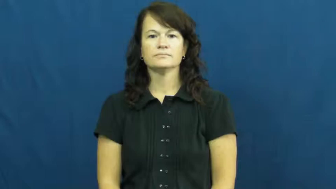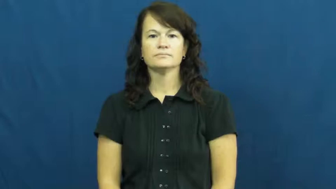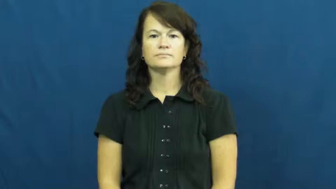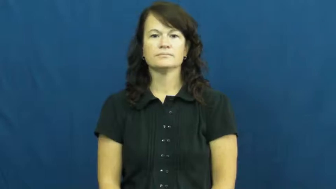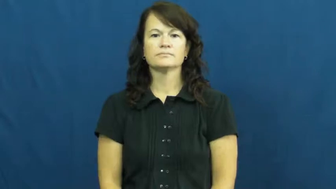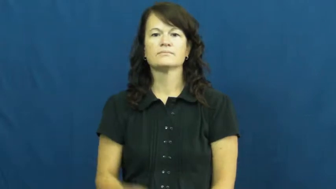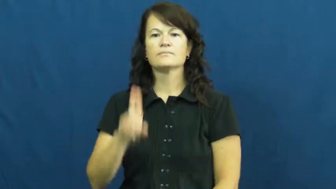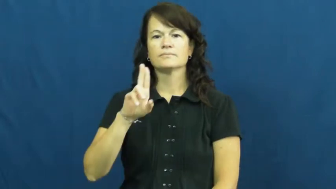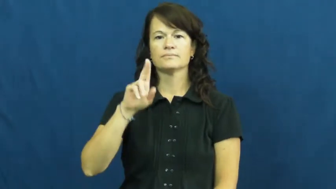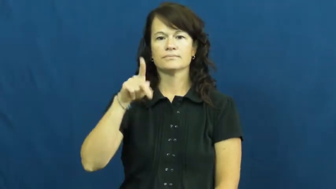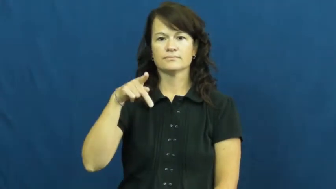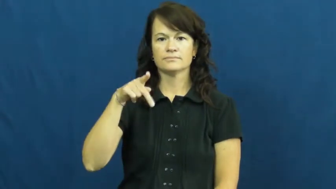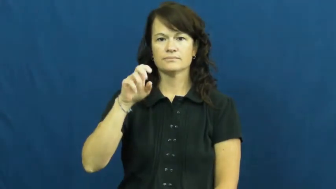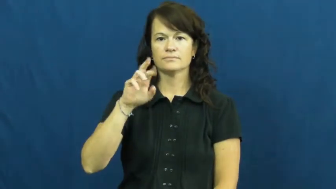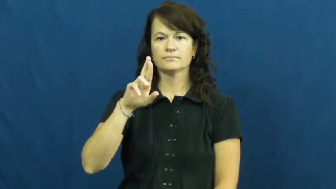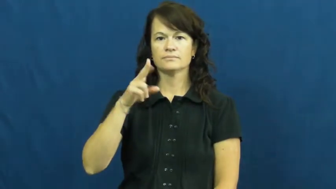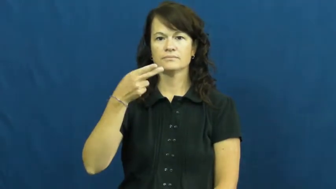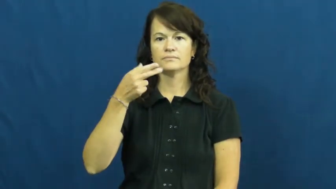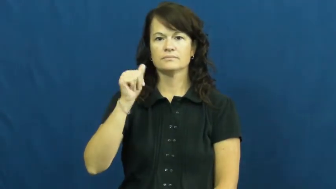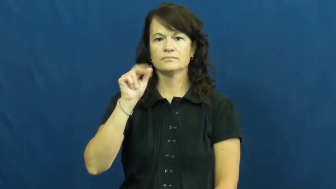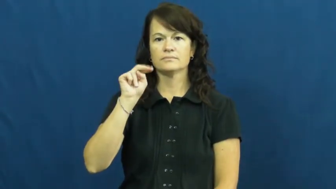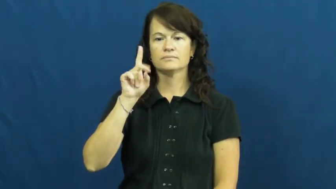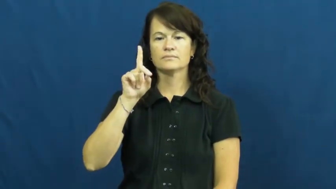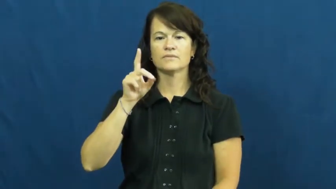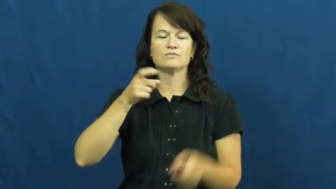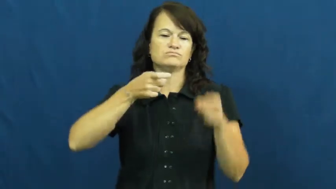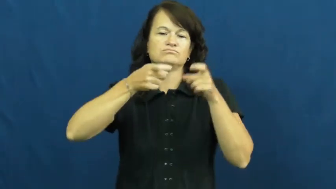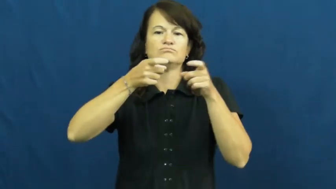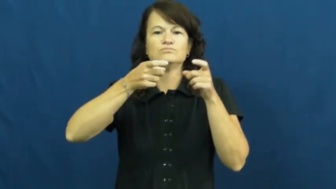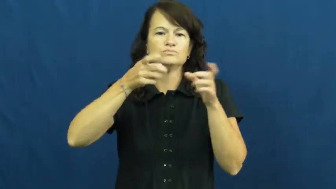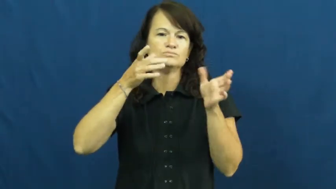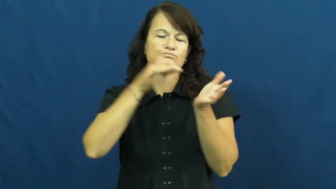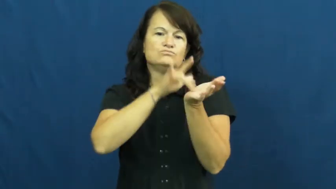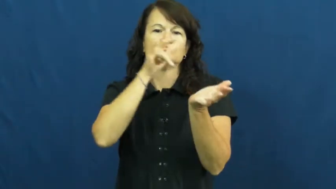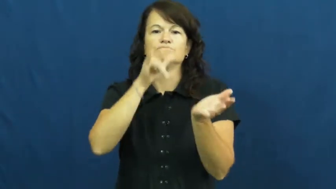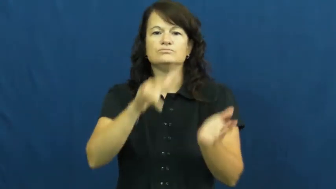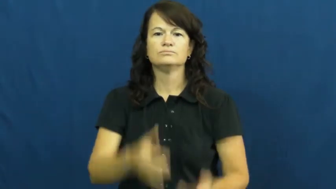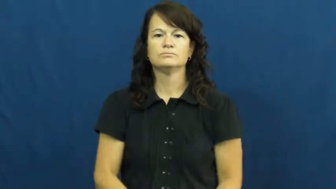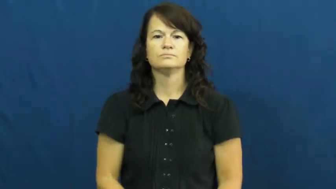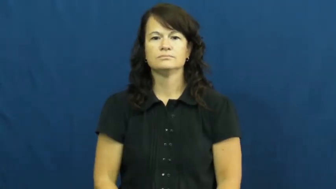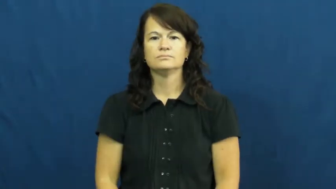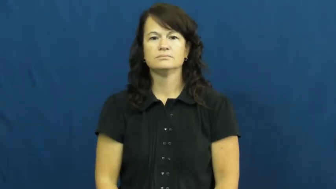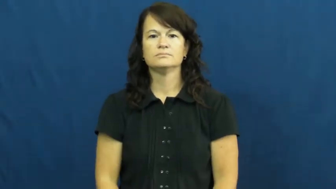upperhand